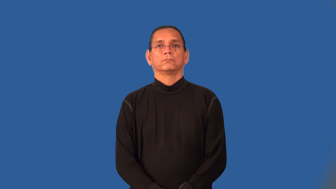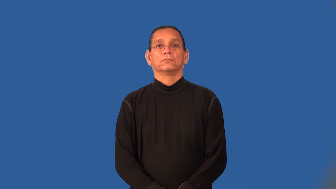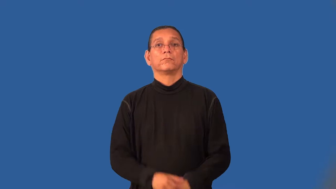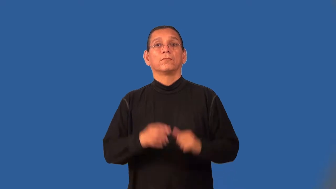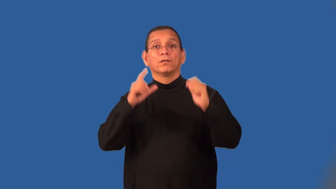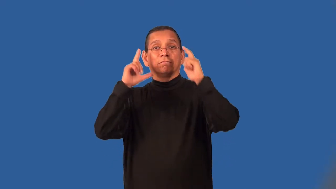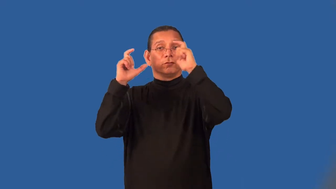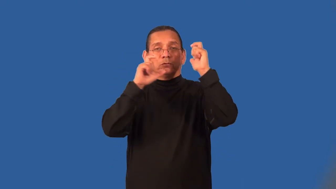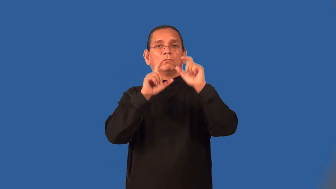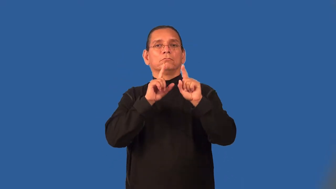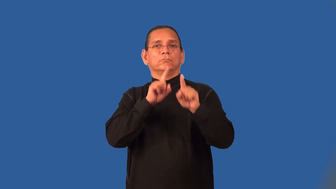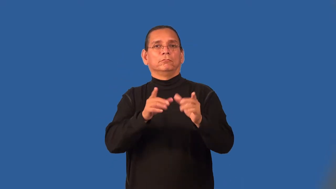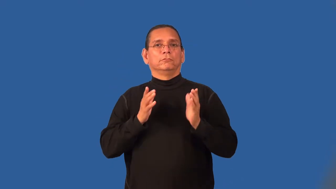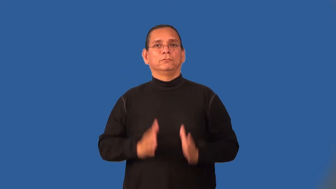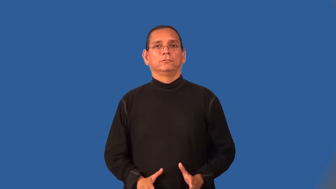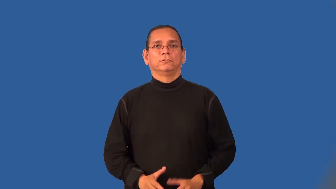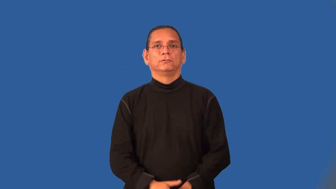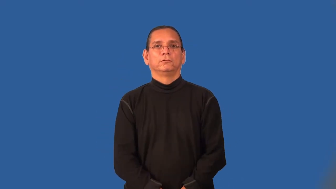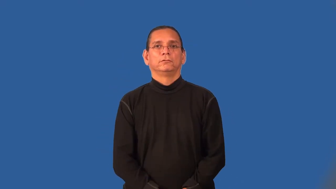photojournalist